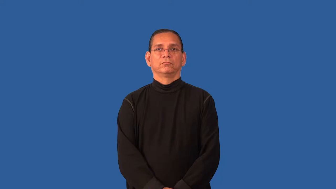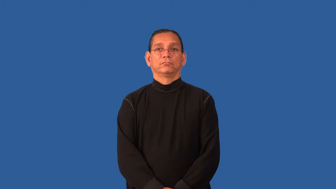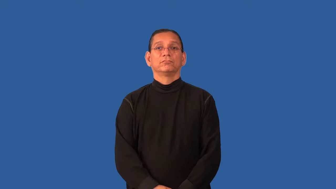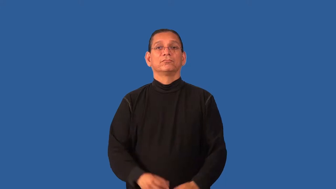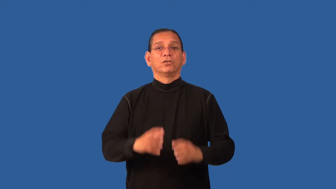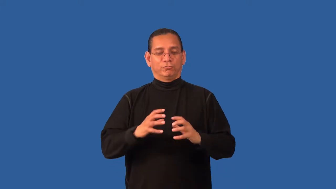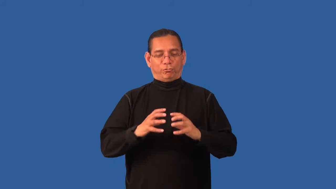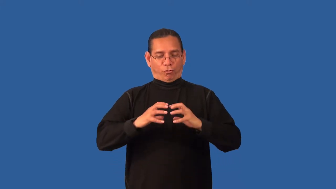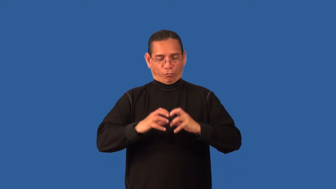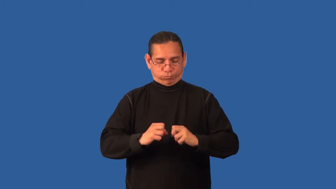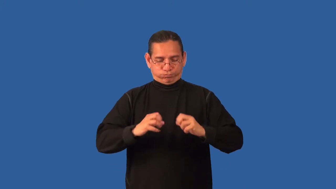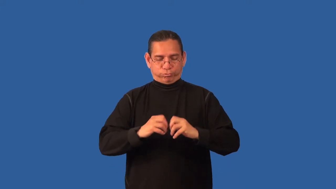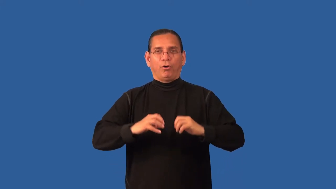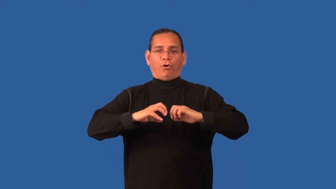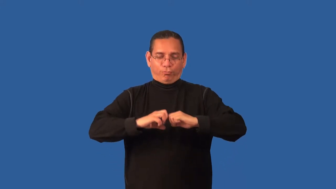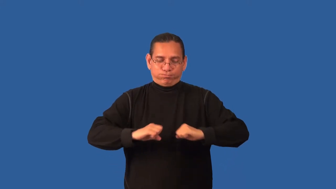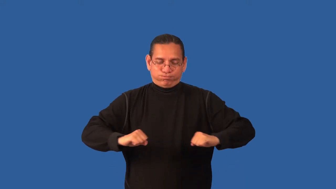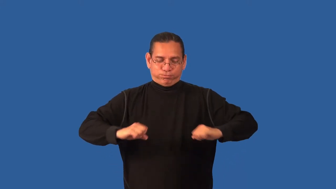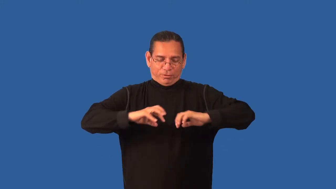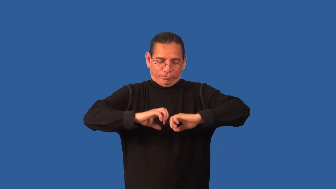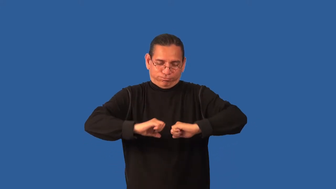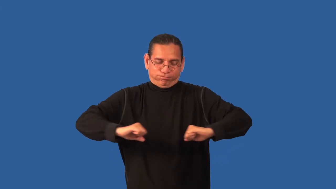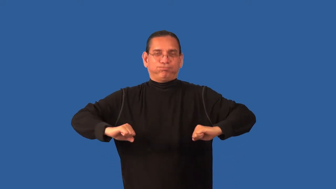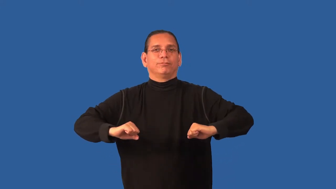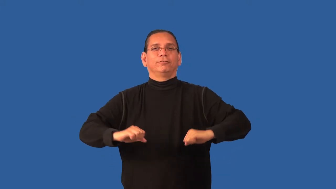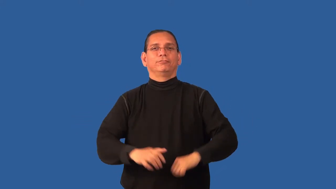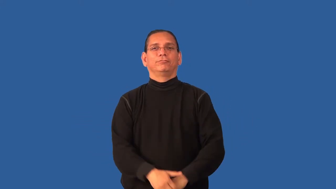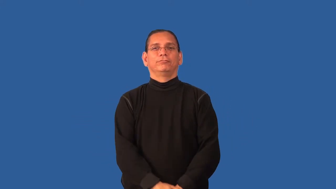doughy